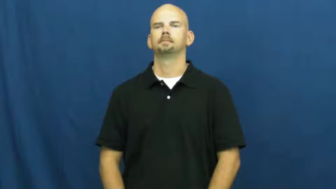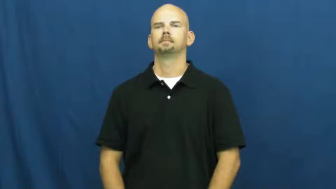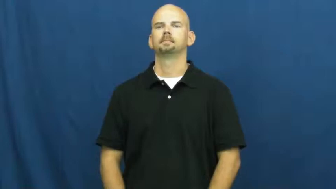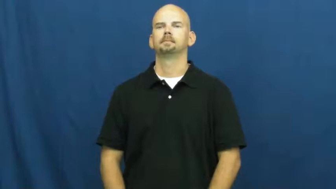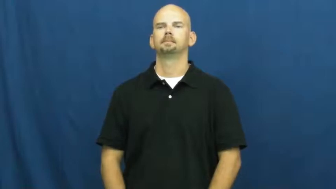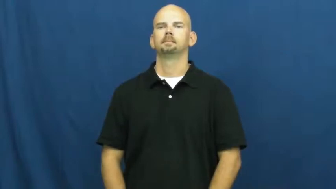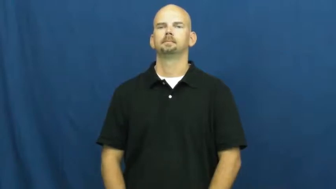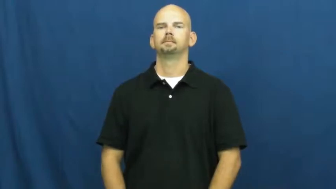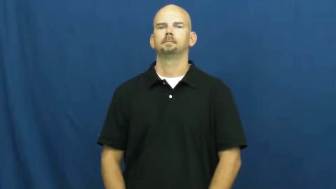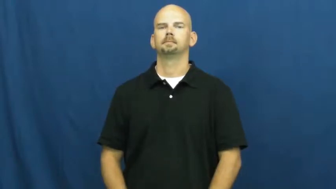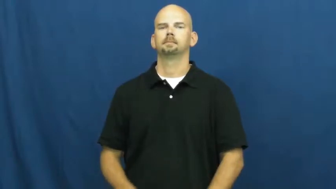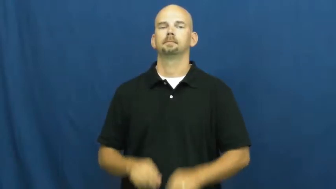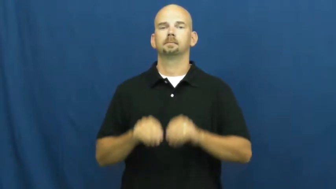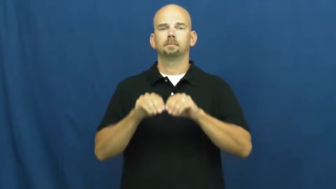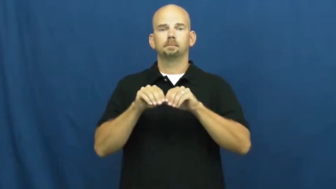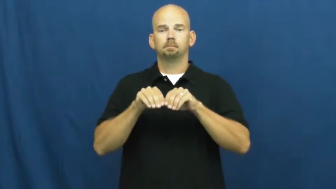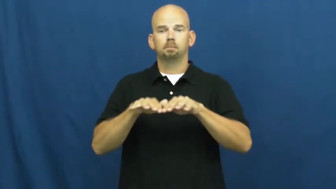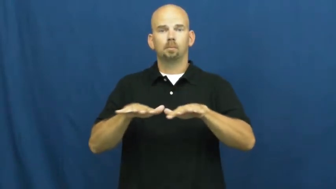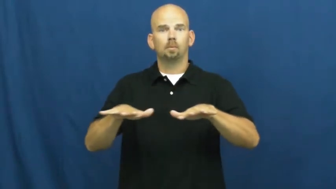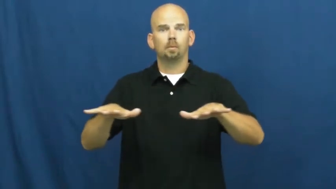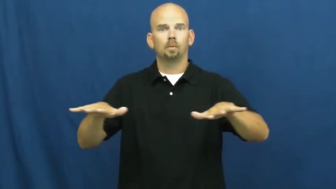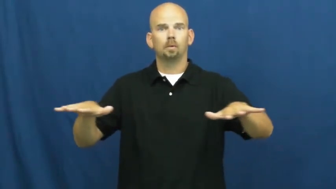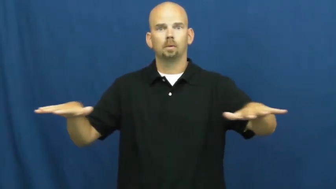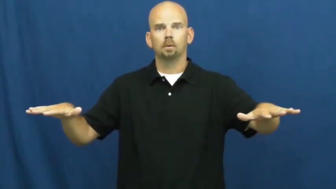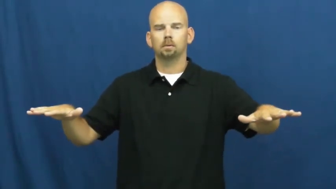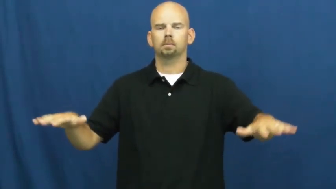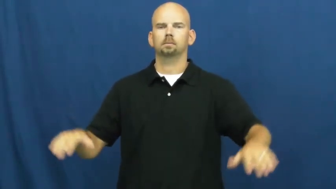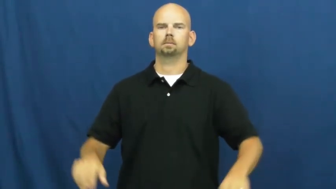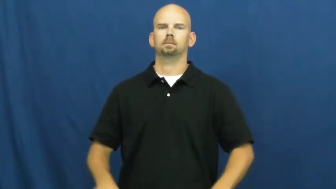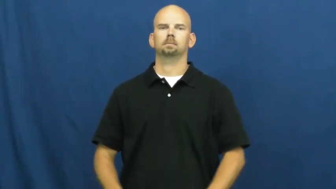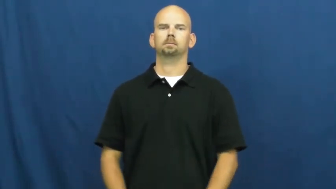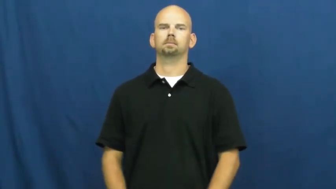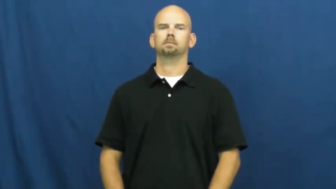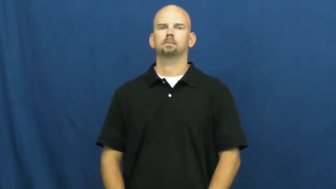disperse